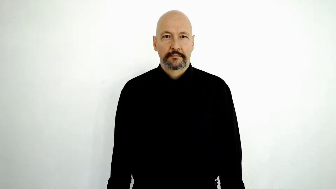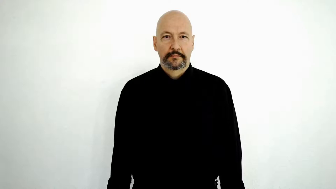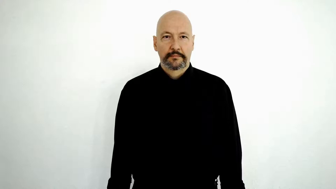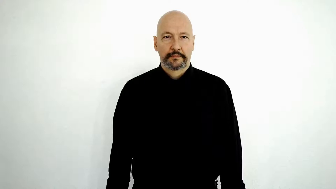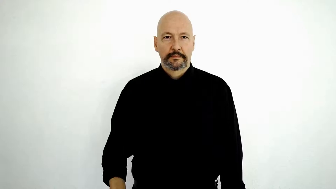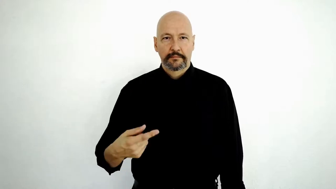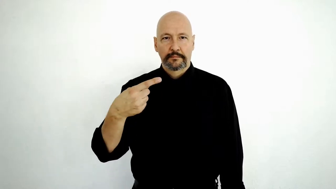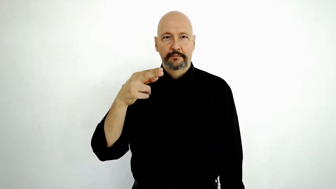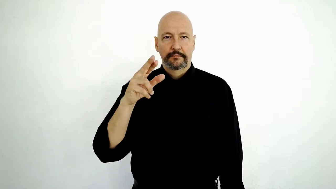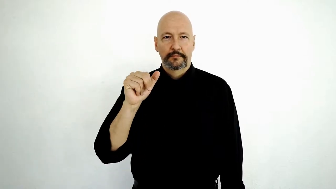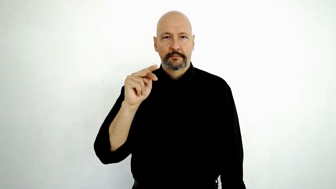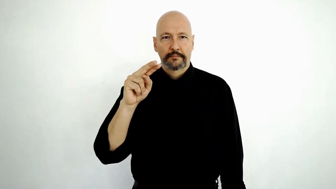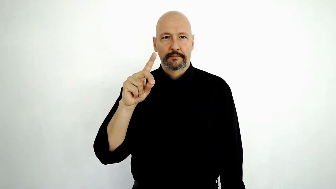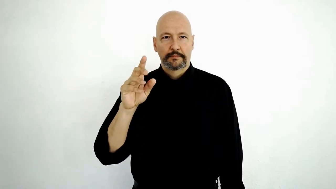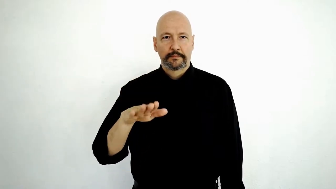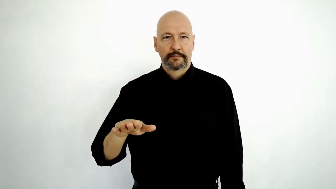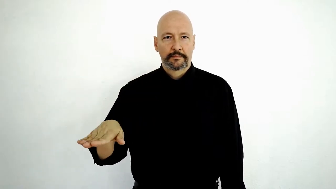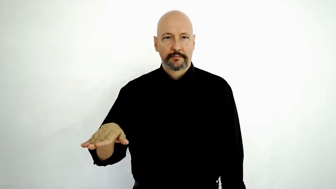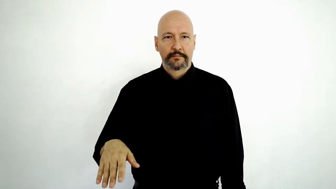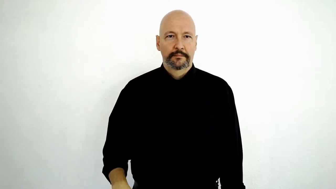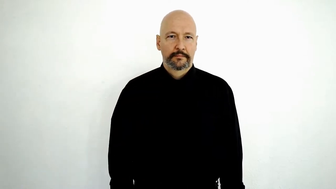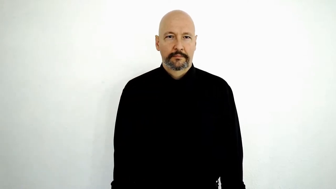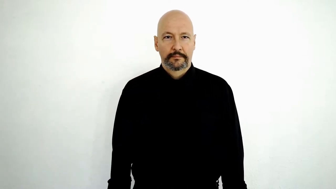fs-GRAND CHILDREN